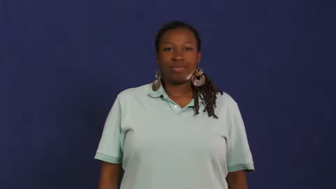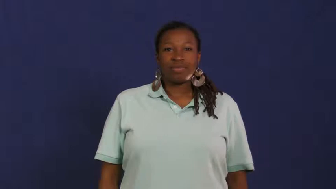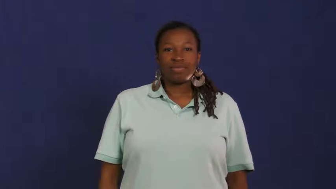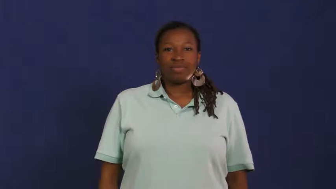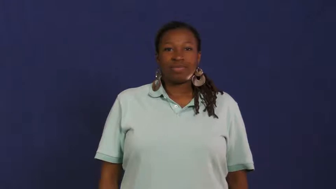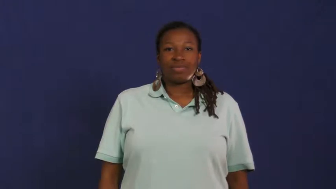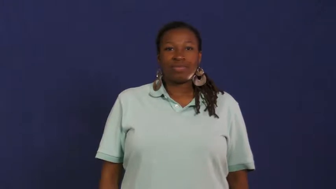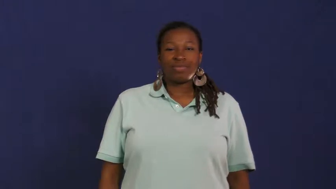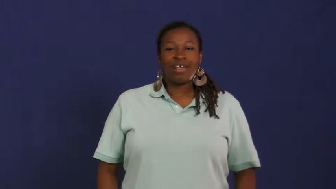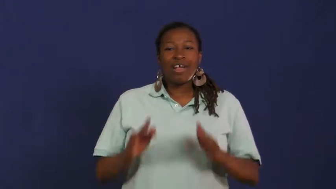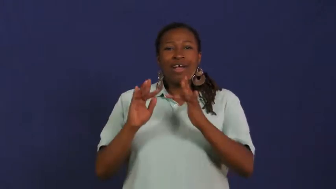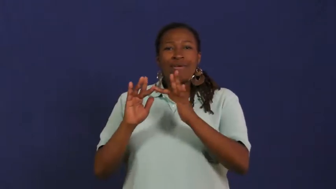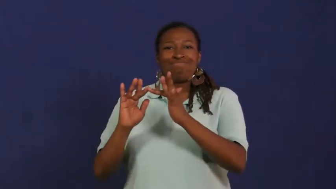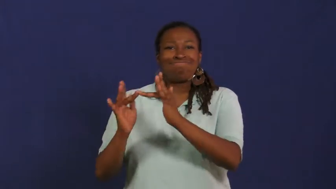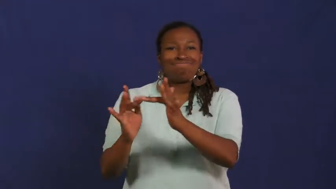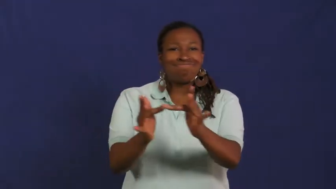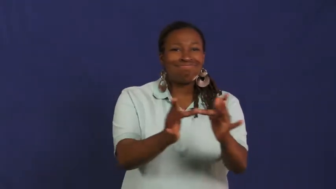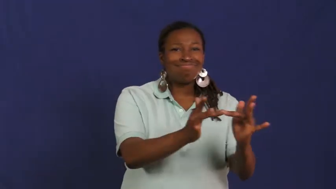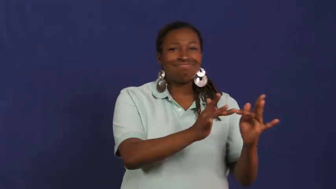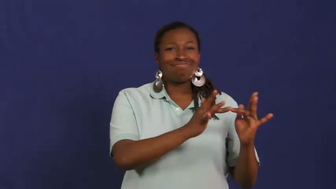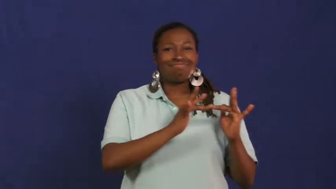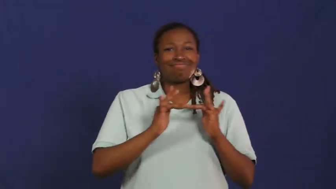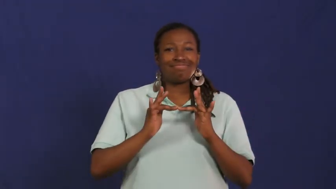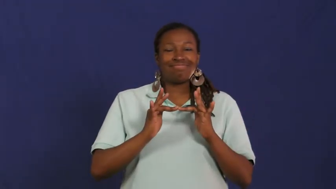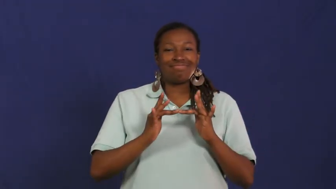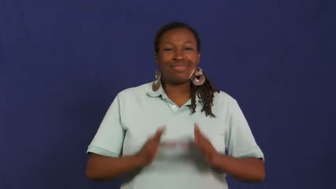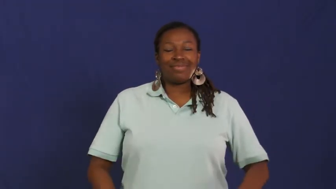network,web,internet,cyberspace